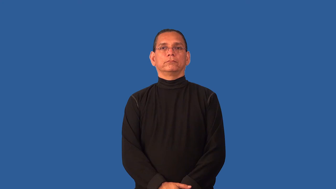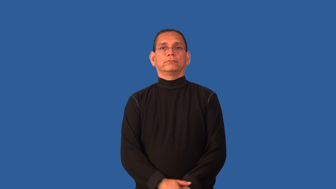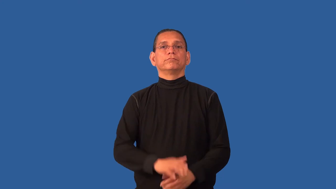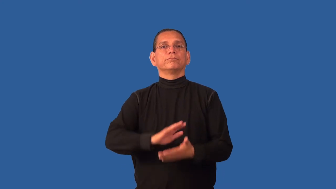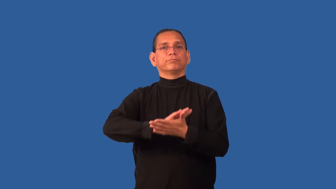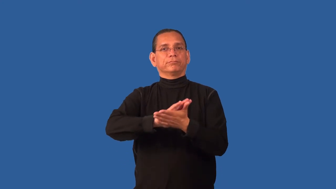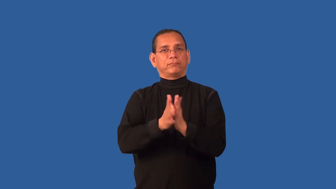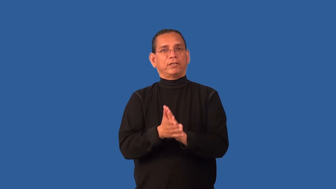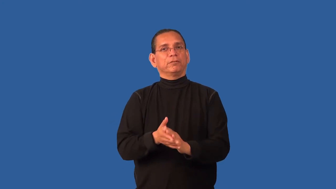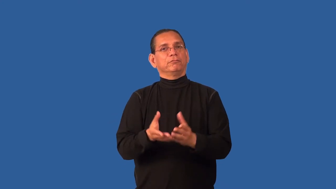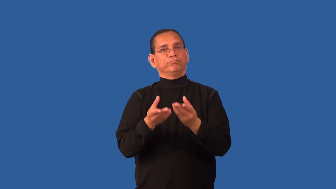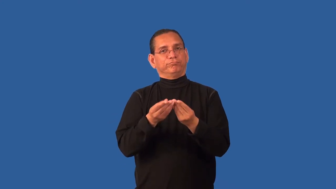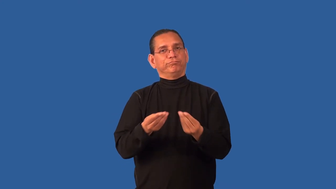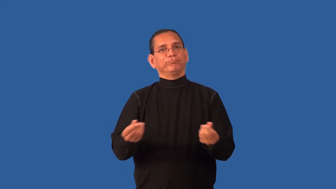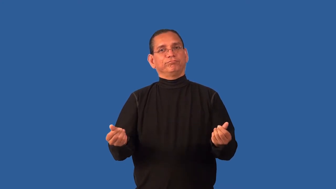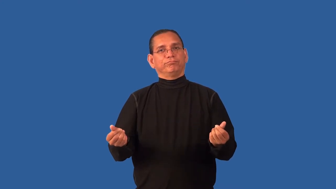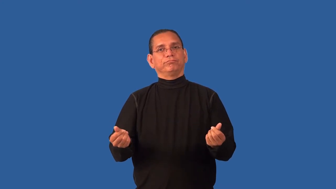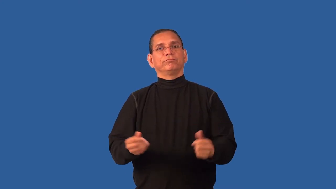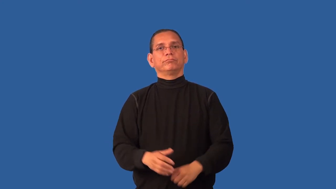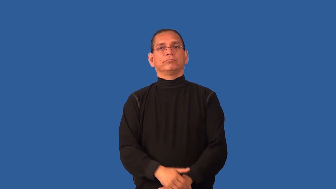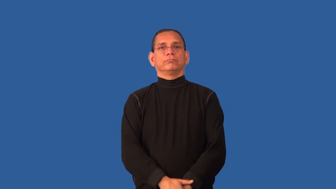compost